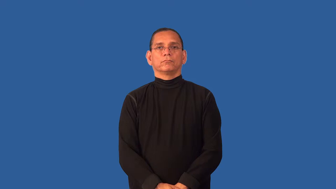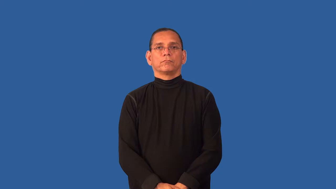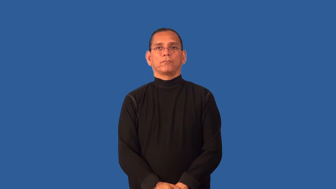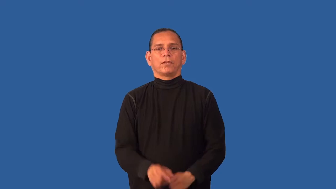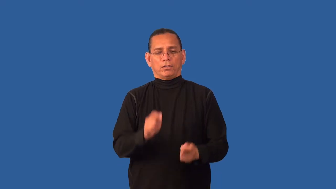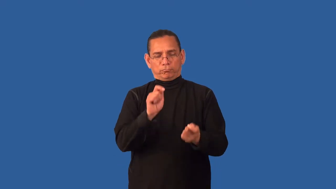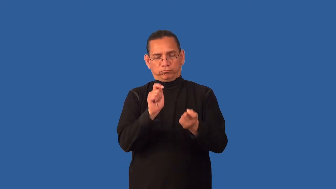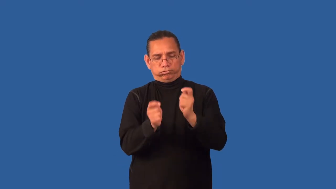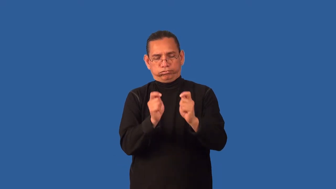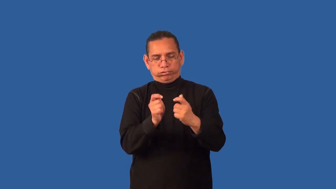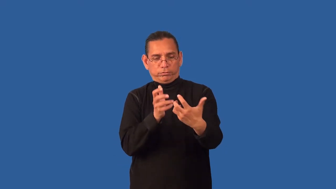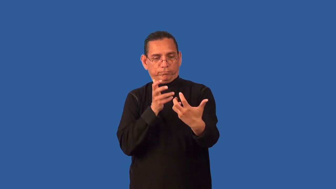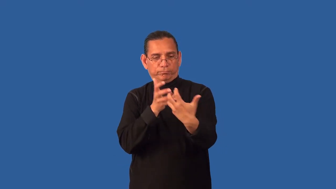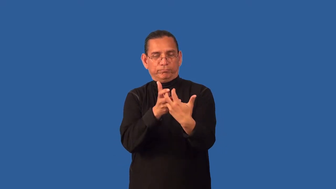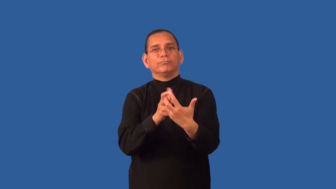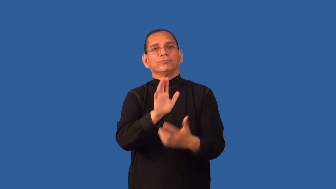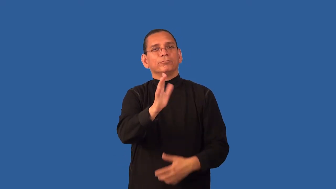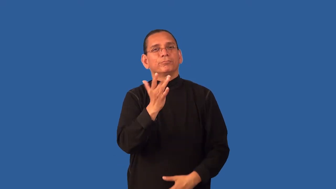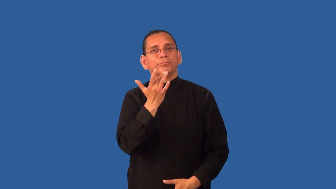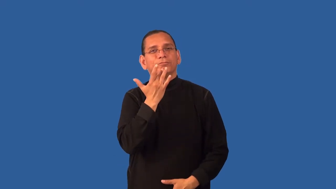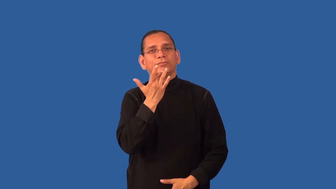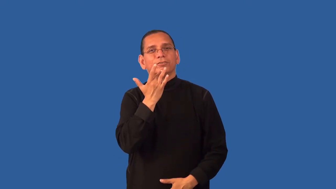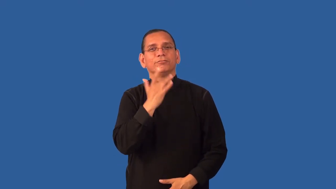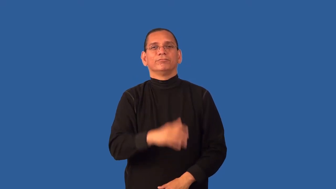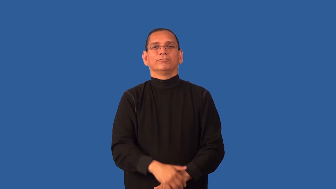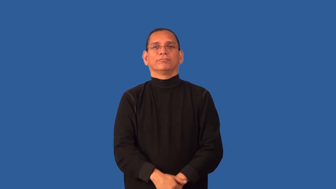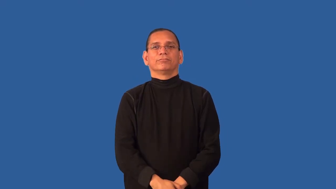customize